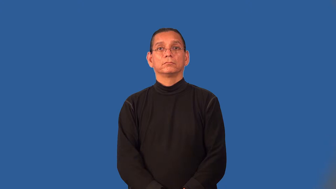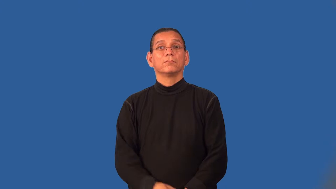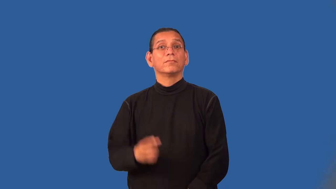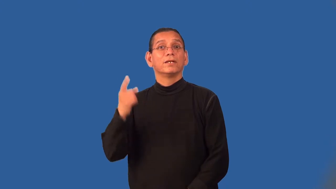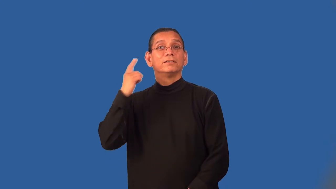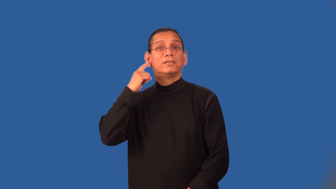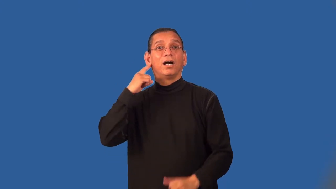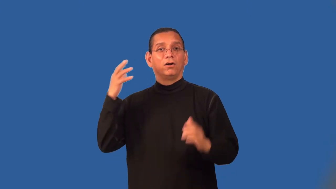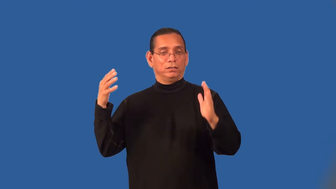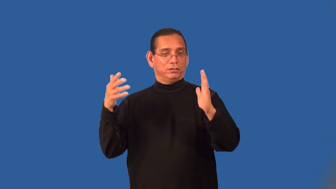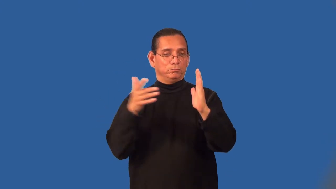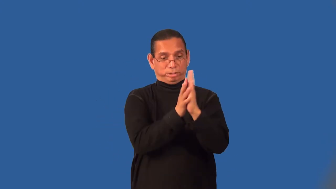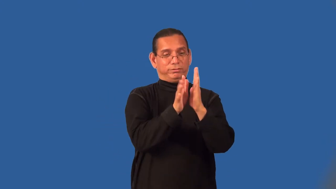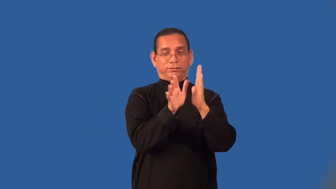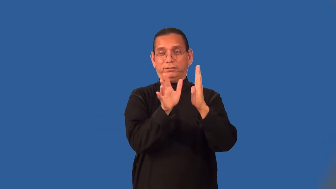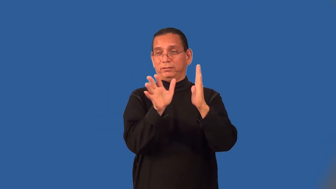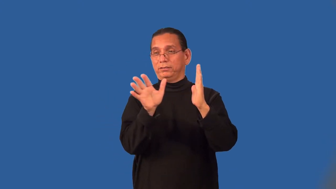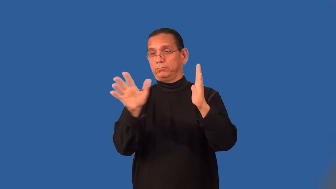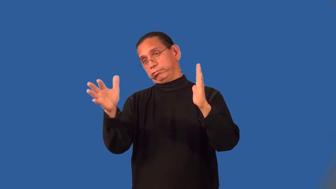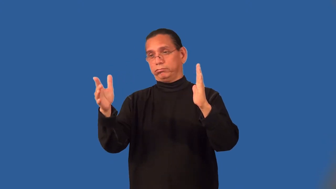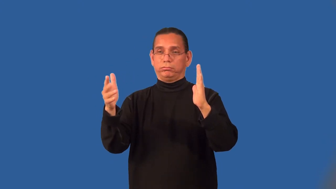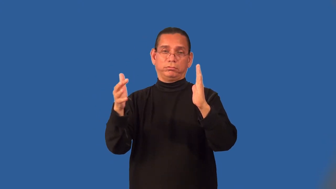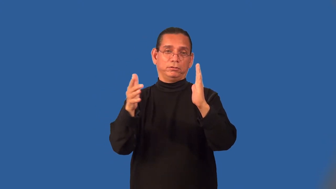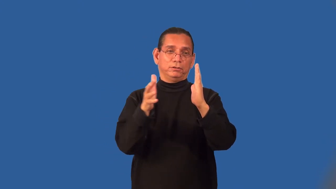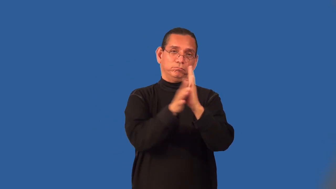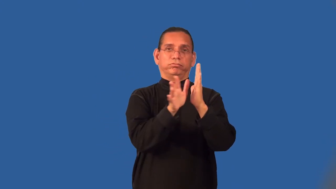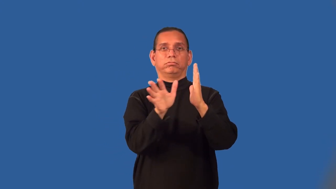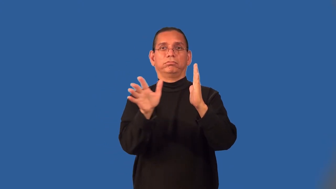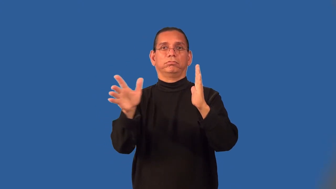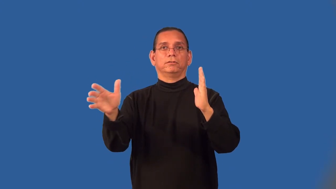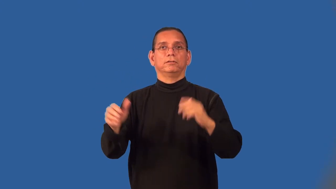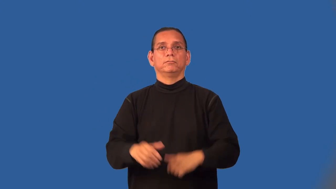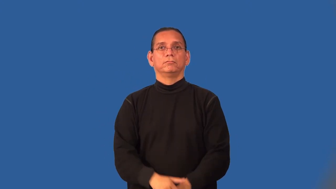reverberate-sound